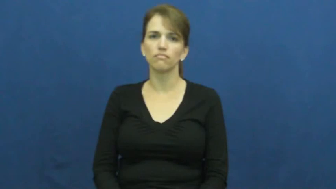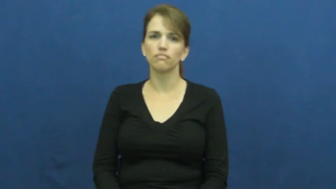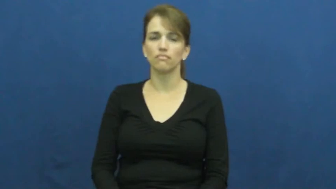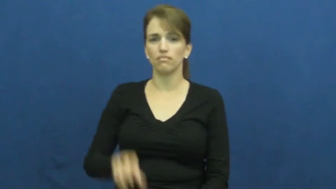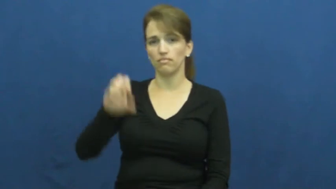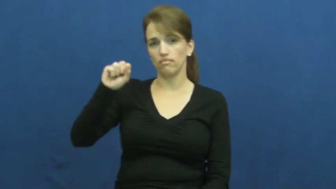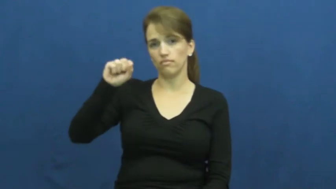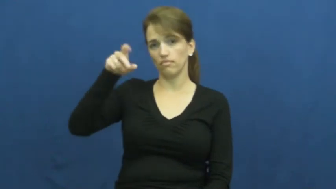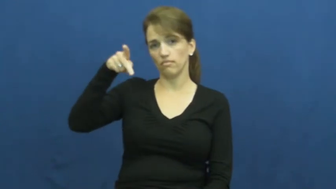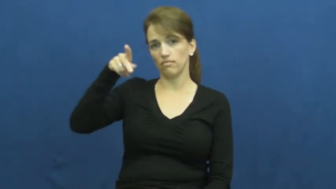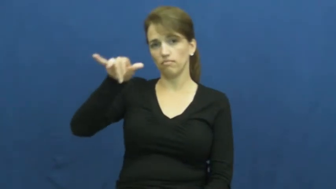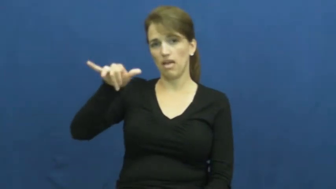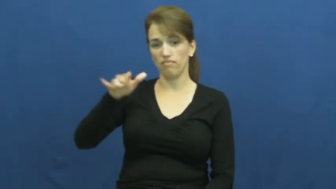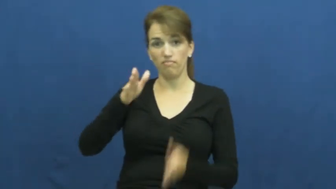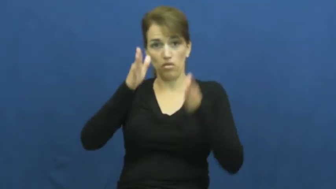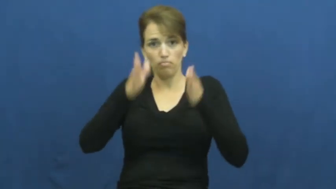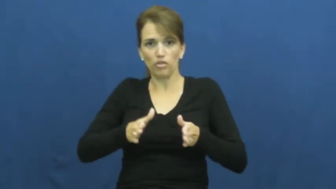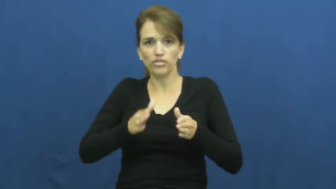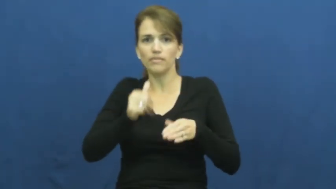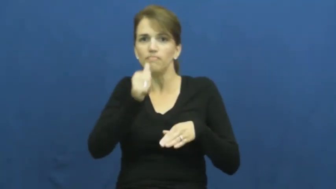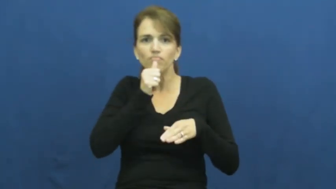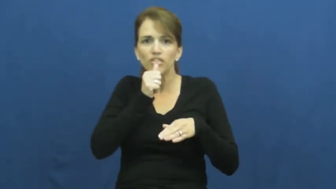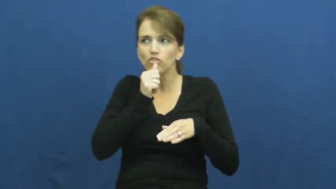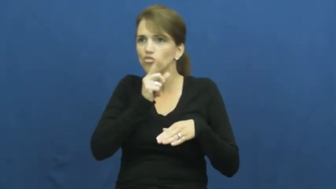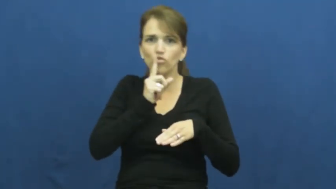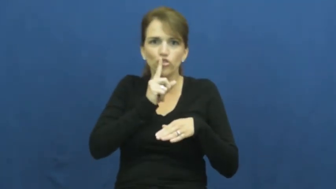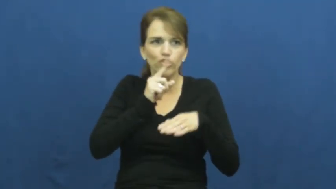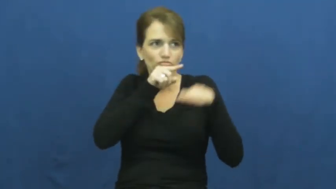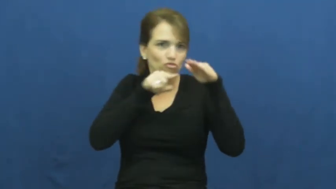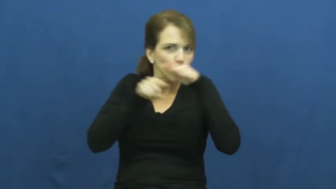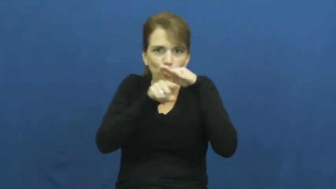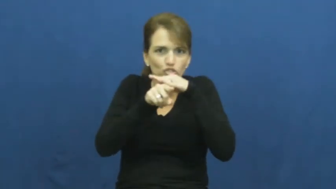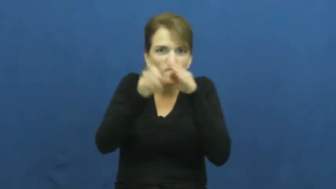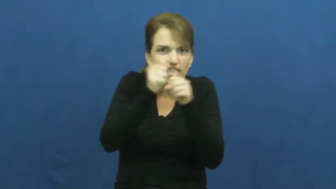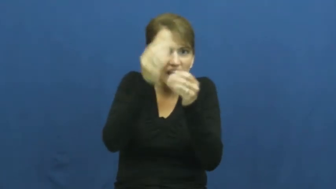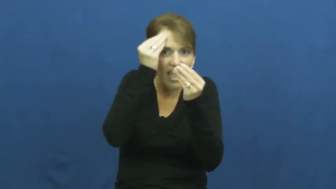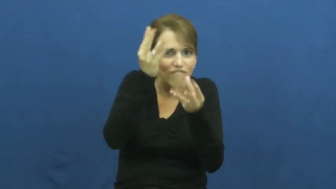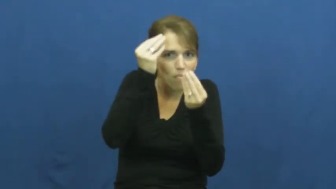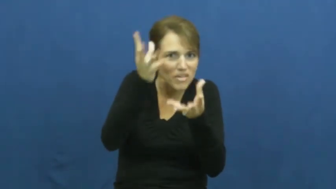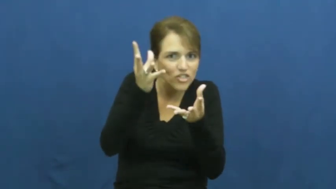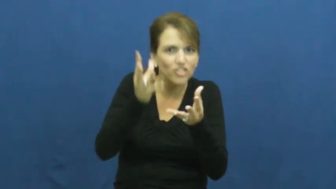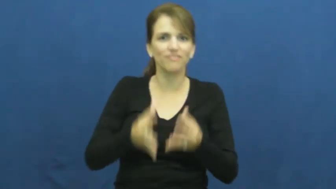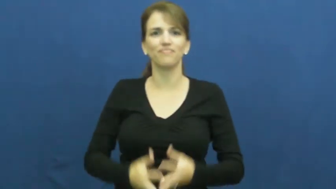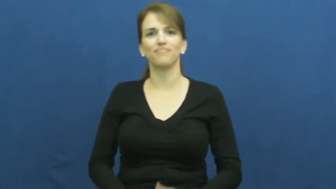spy,agent-secret info